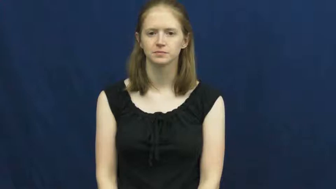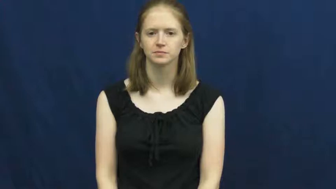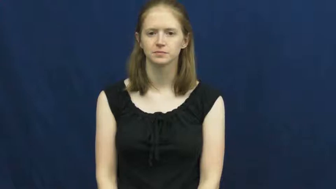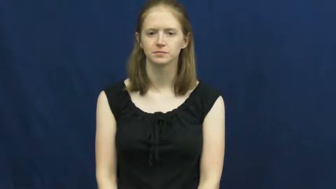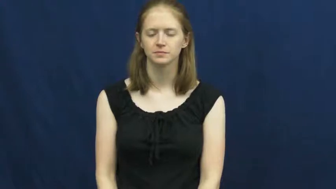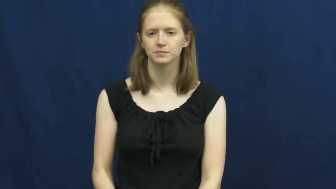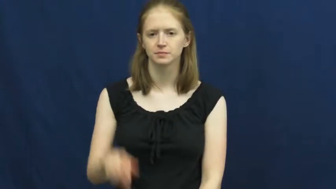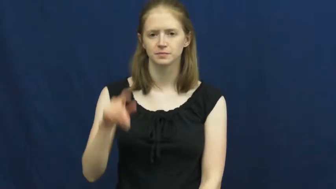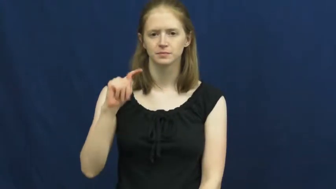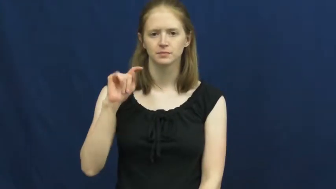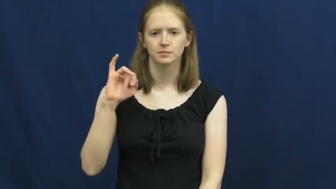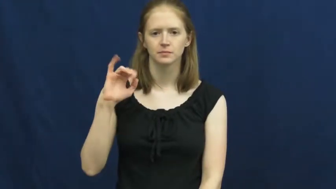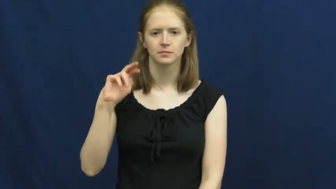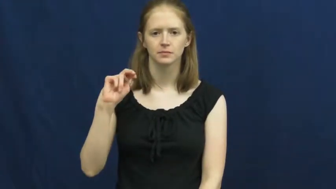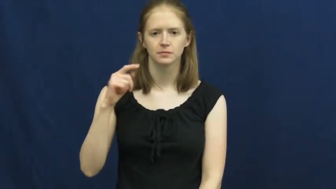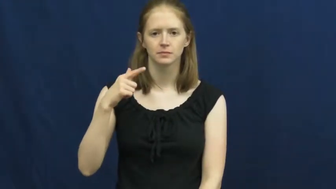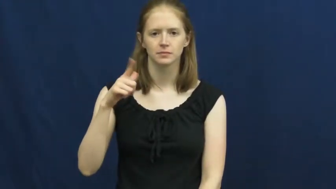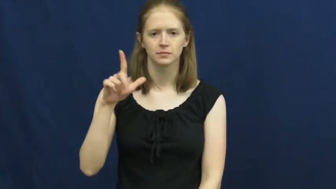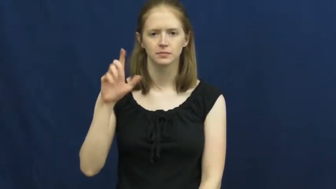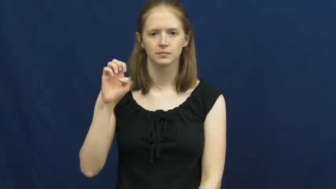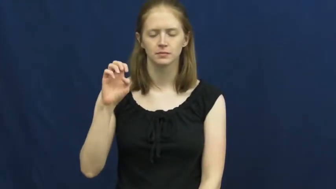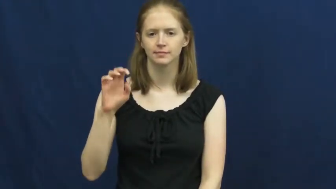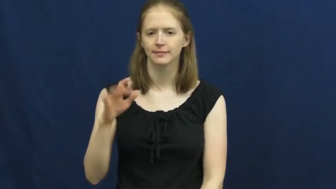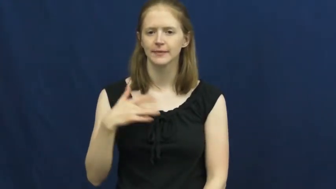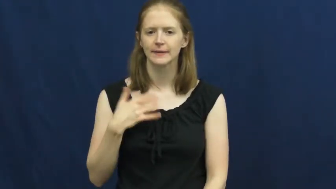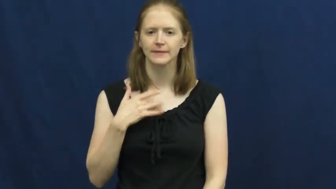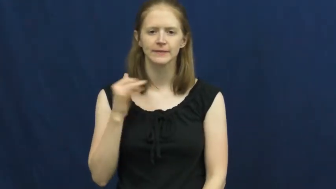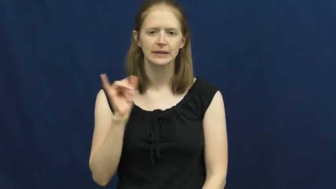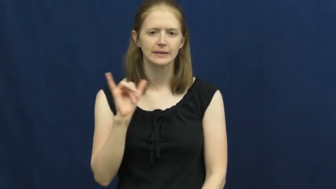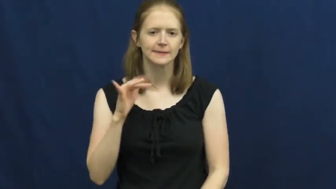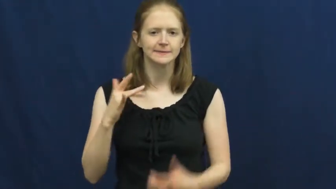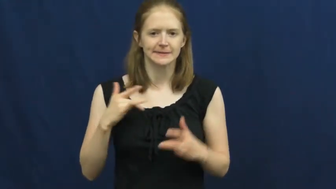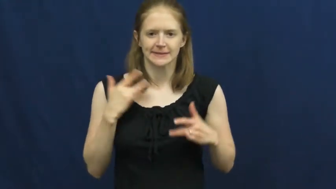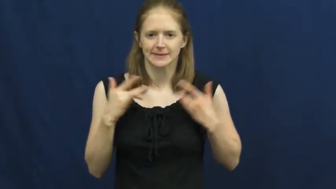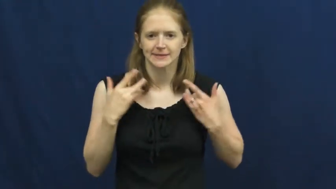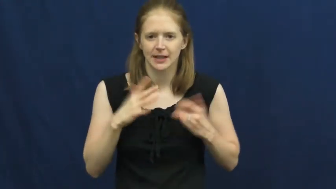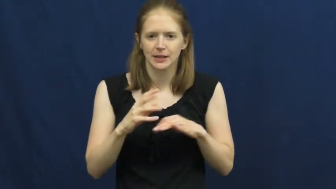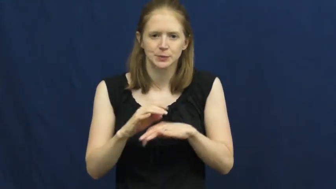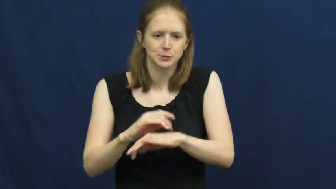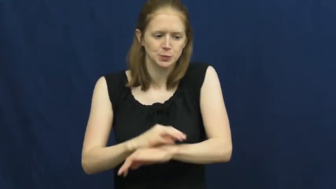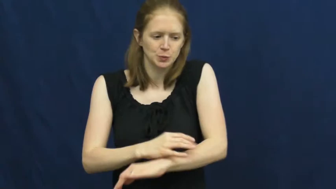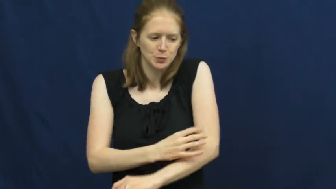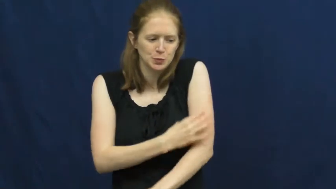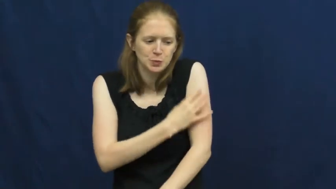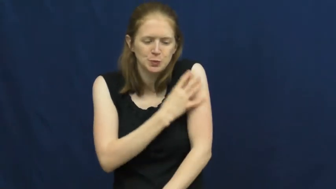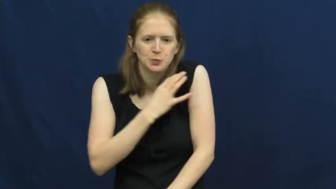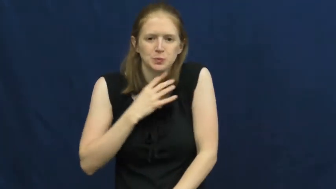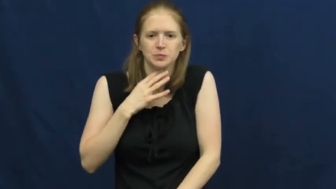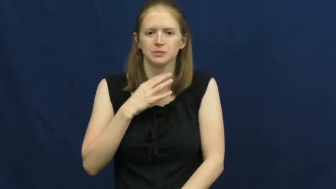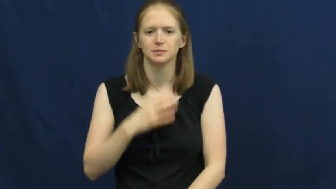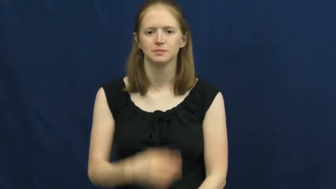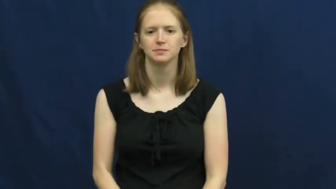tingle